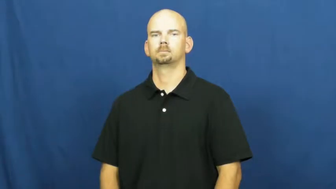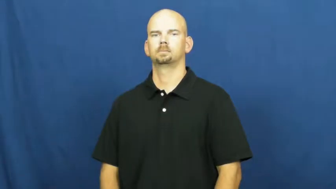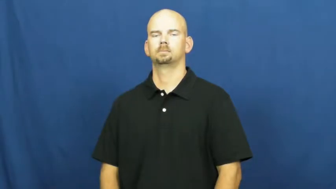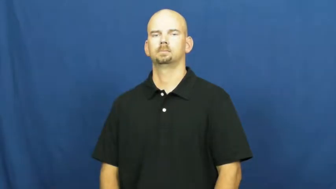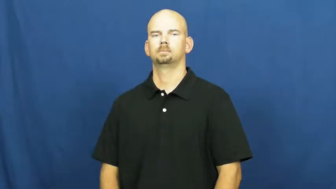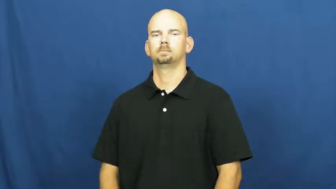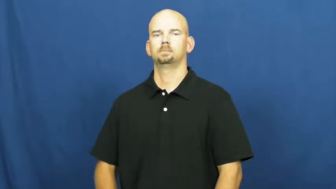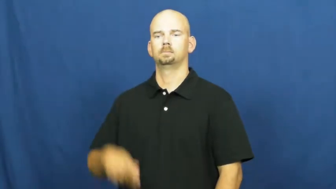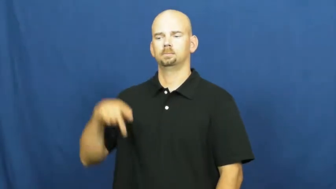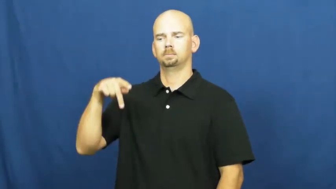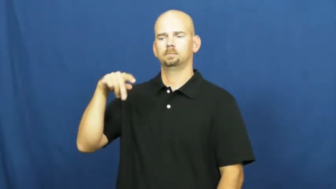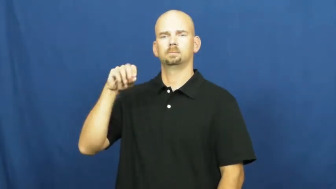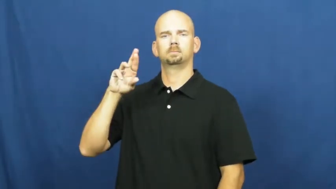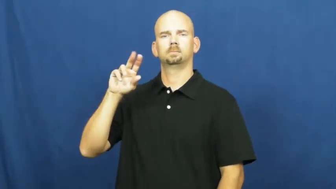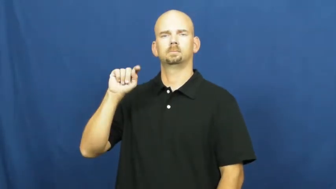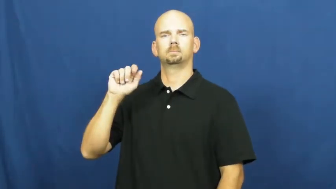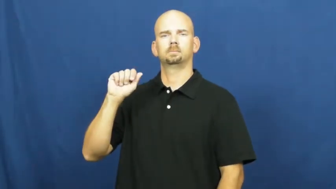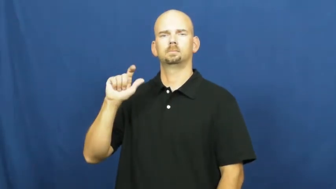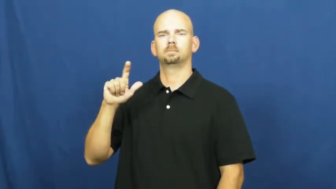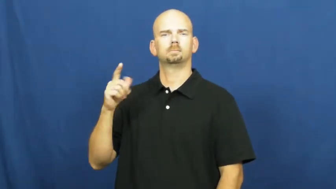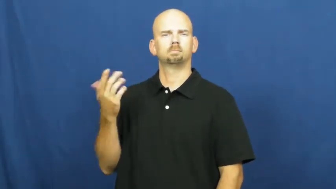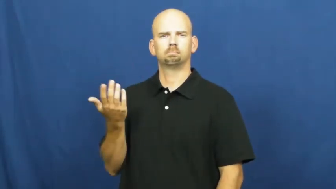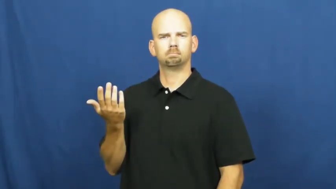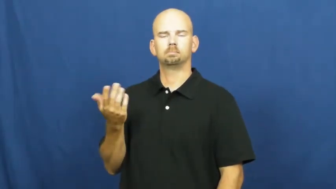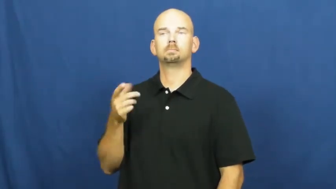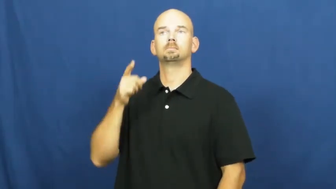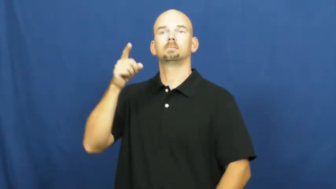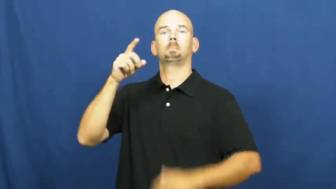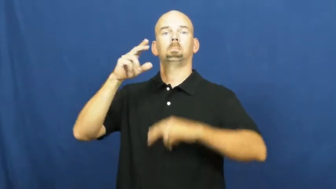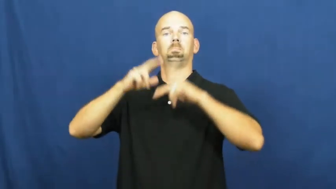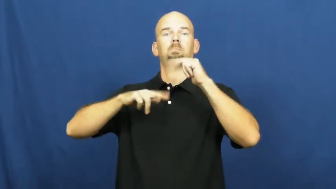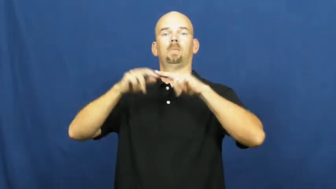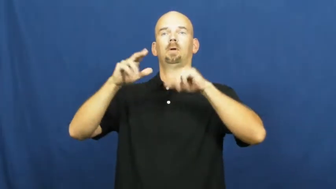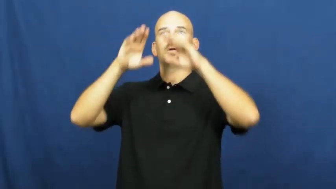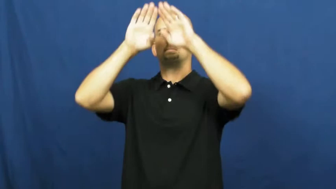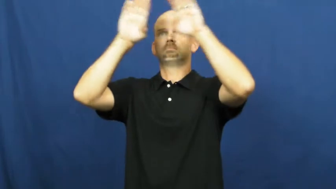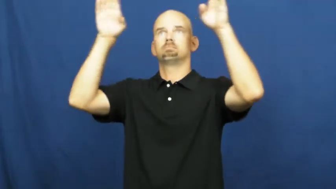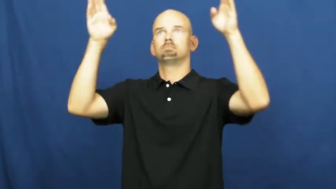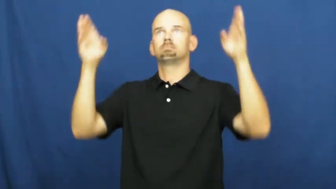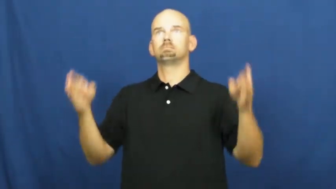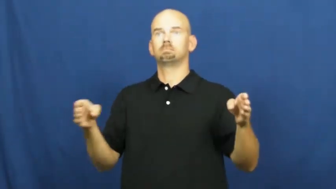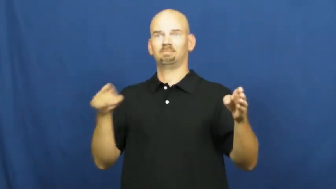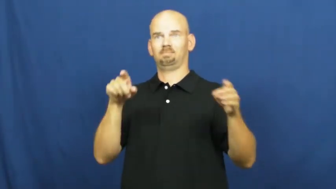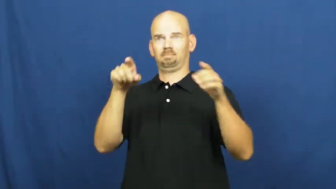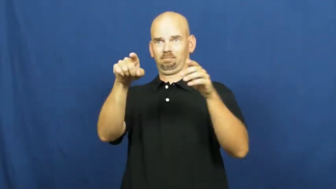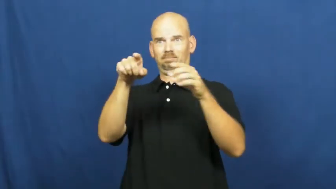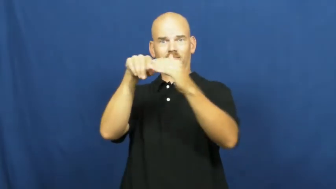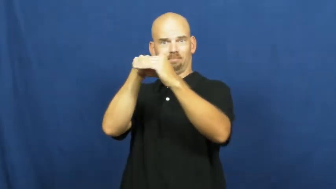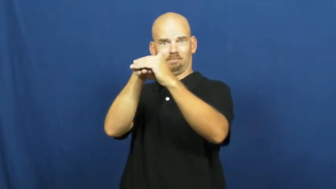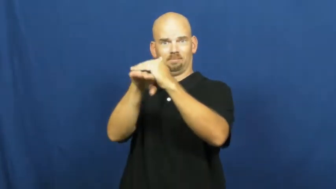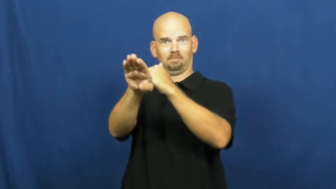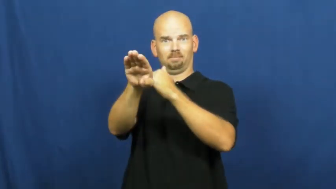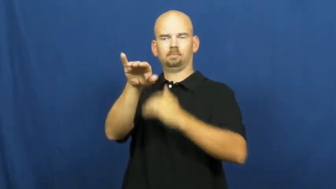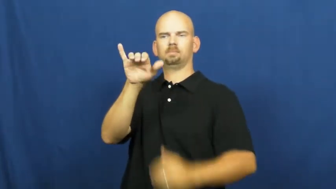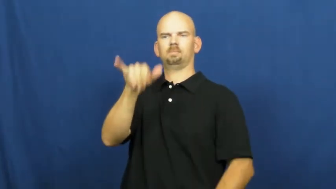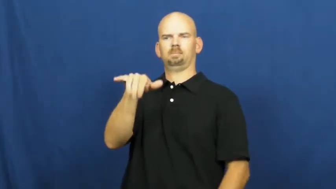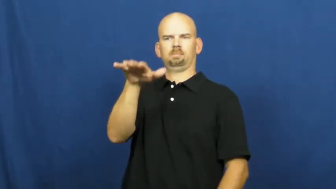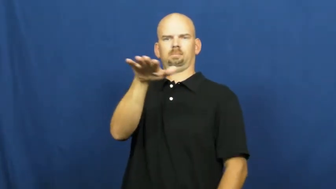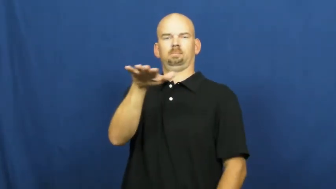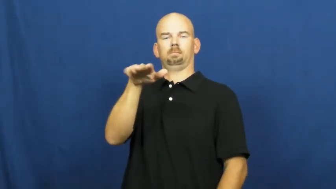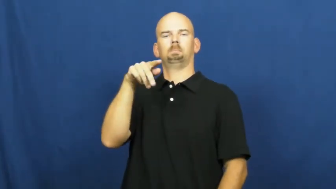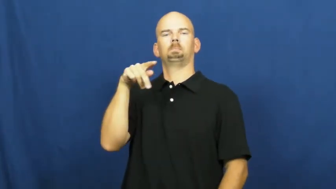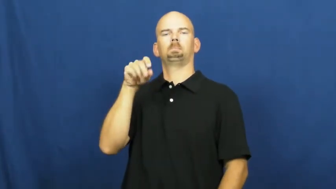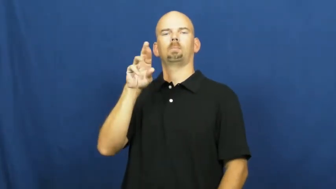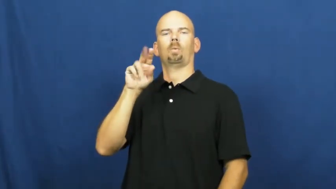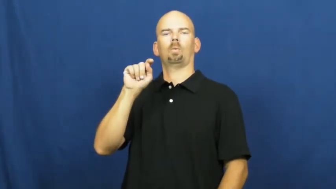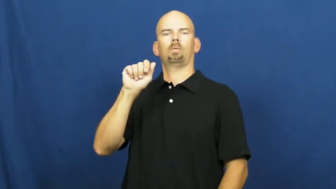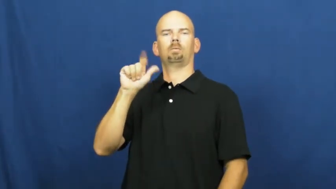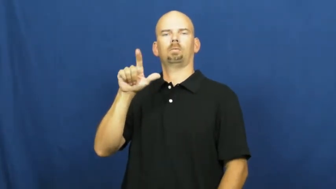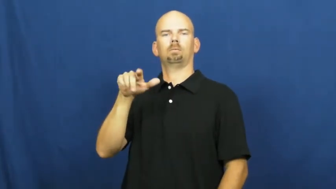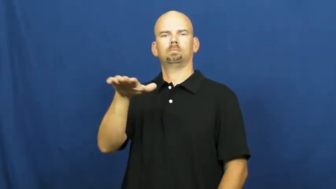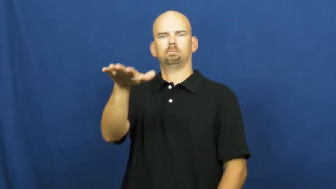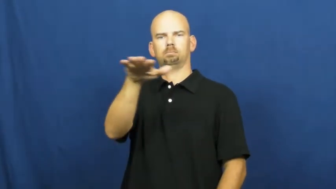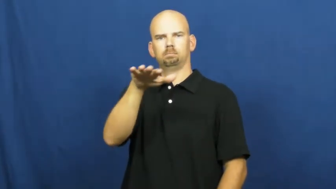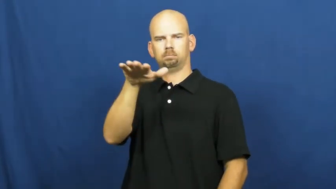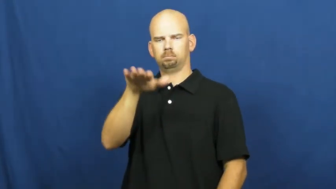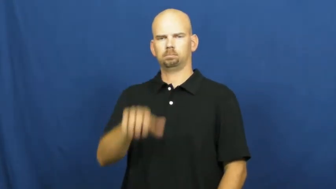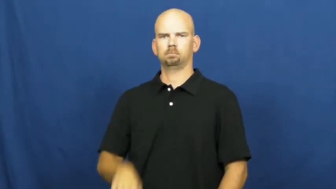portal-bldg